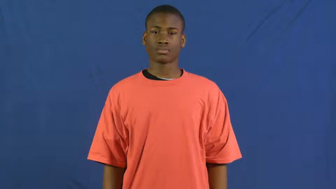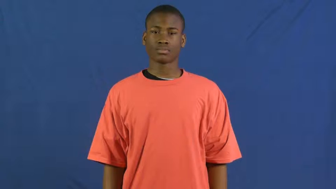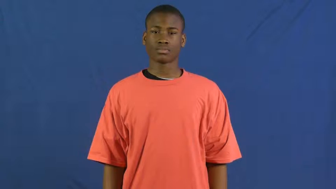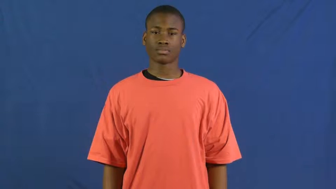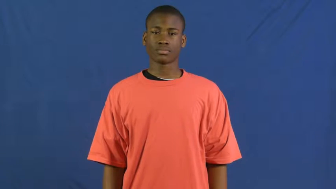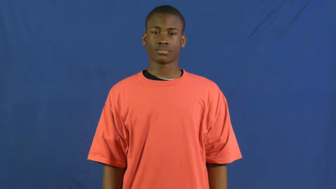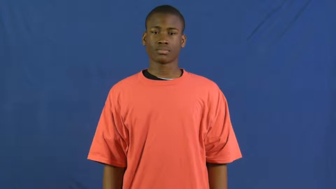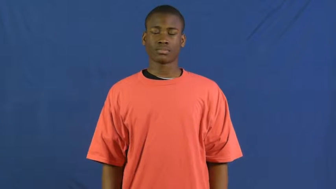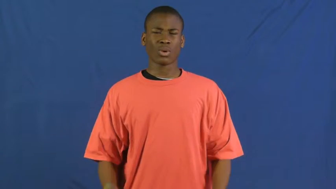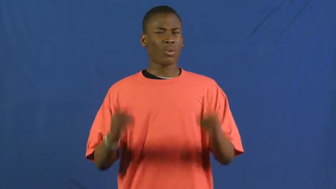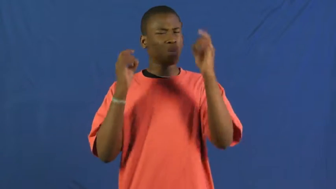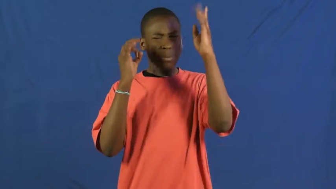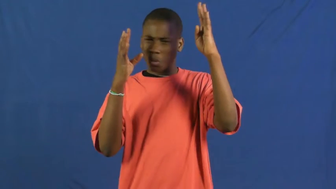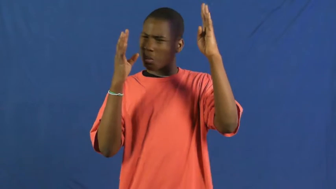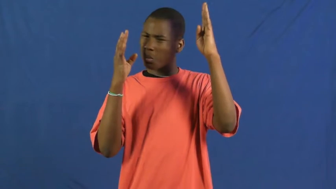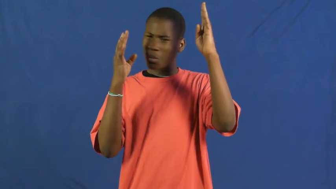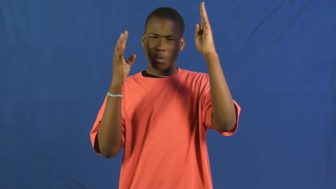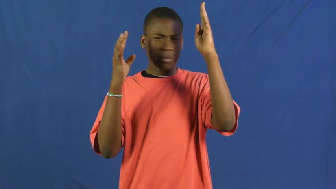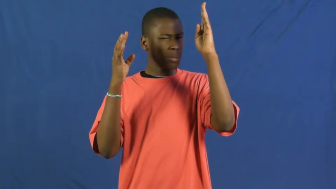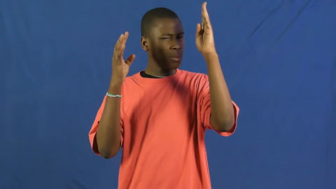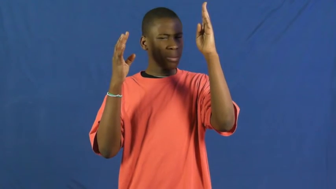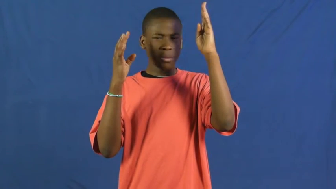disgraceful